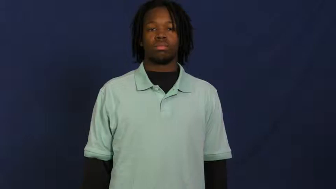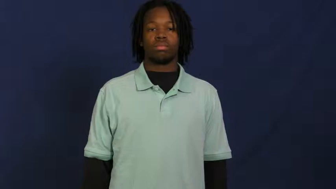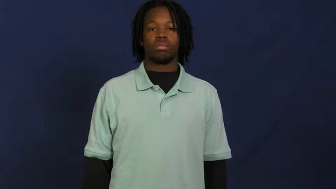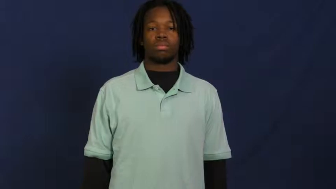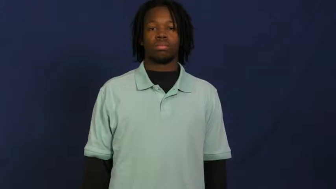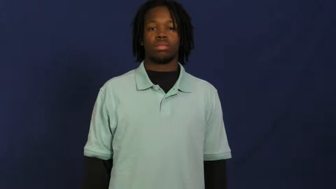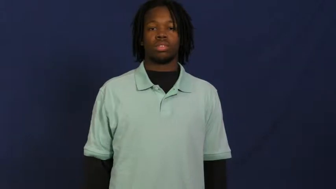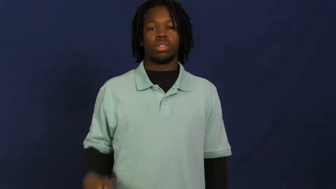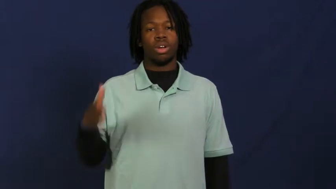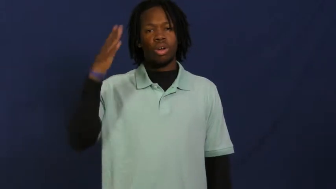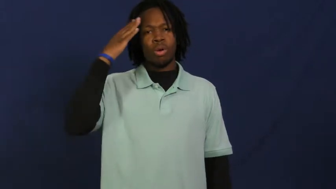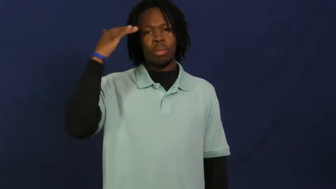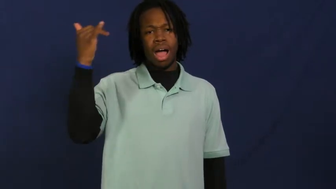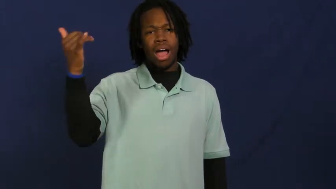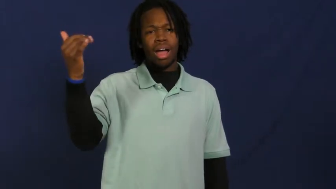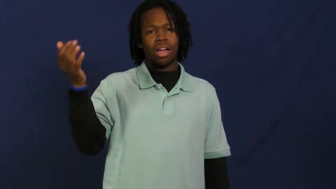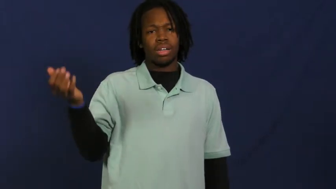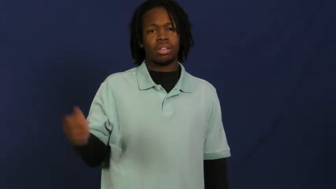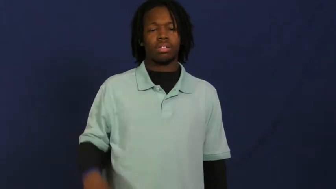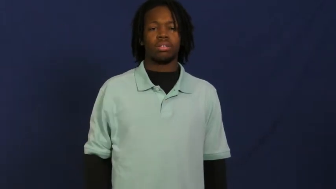why,wherefore